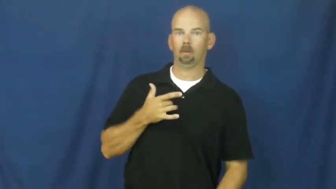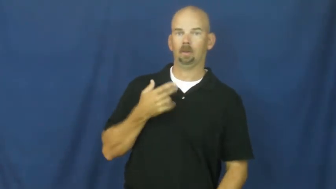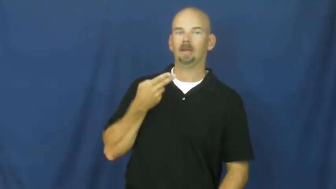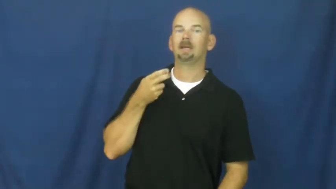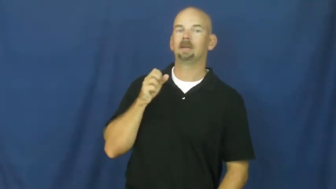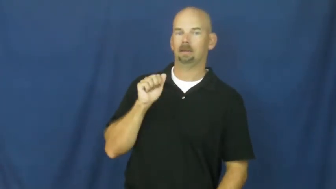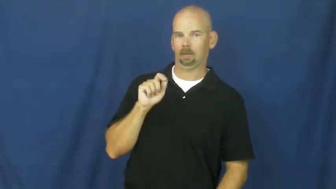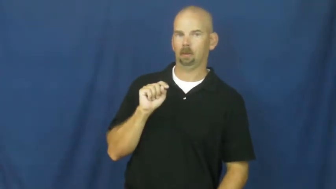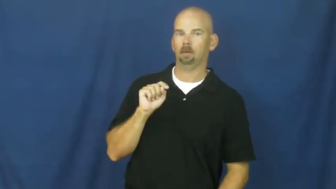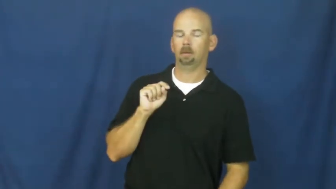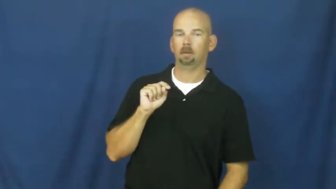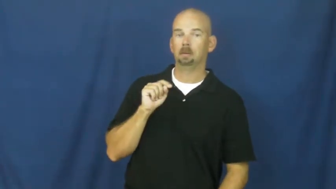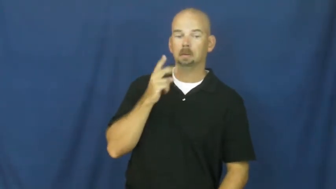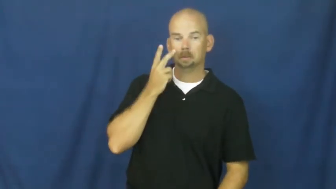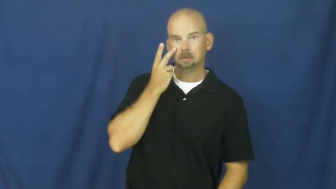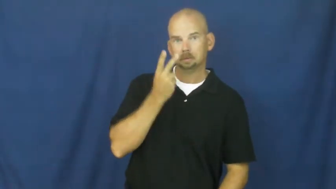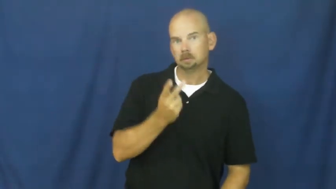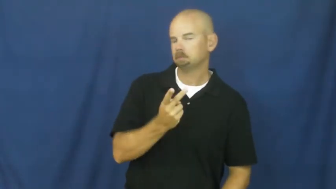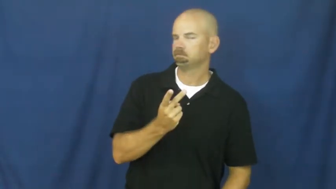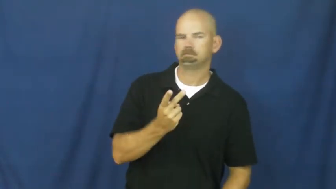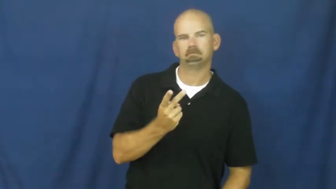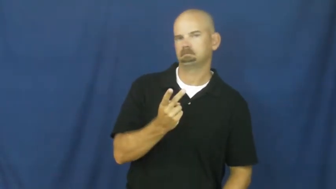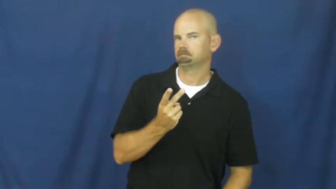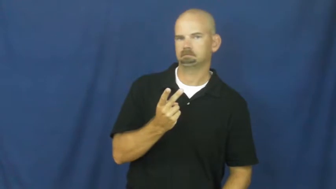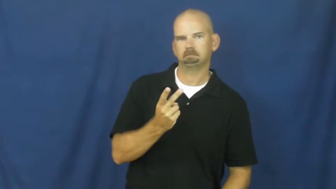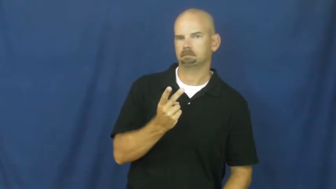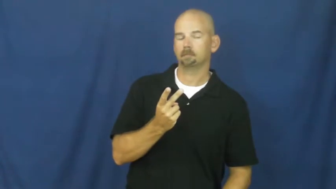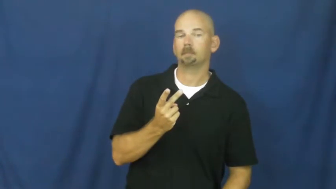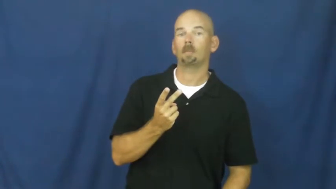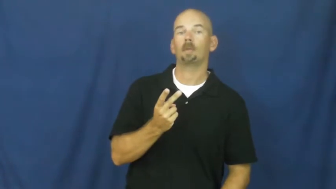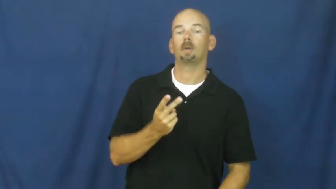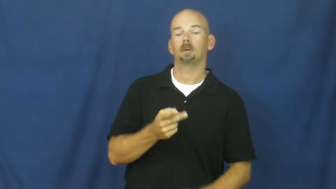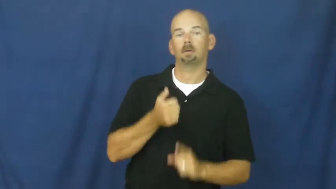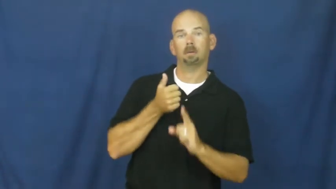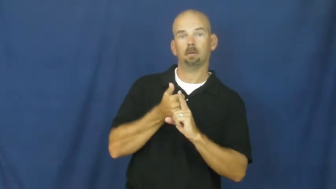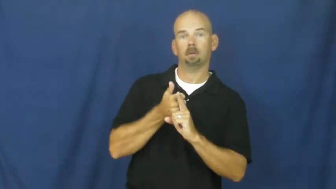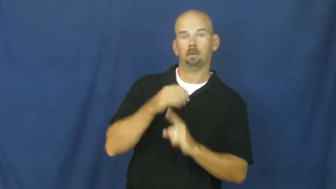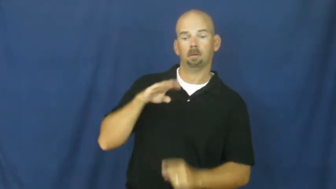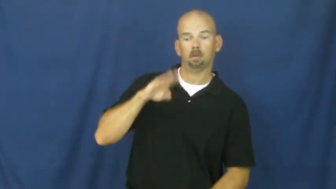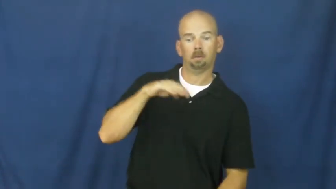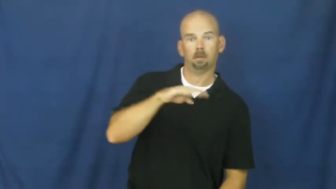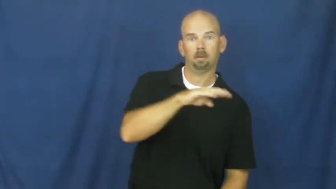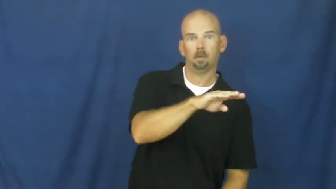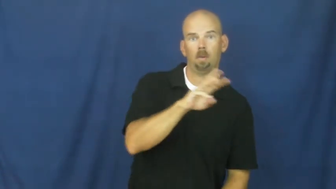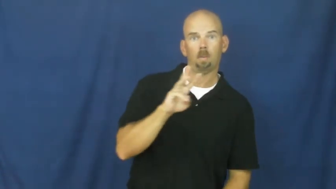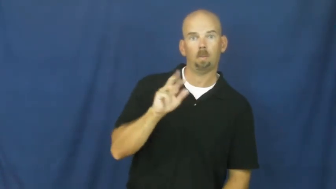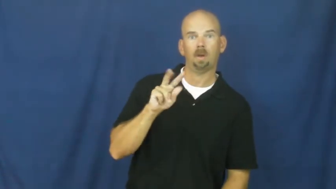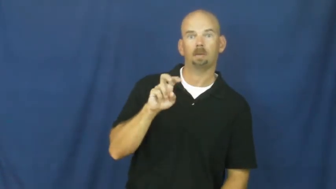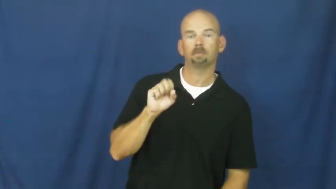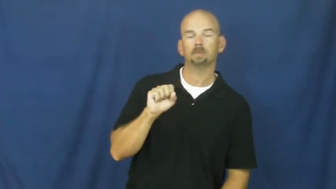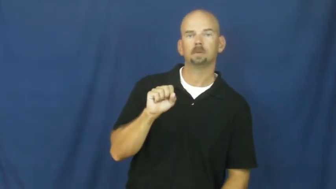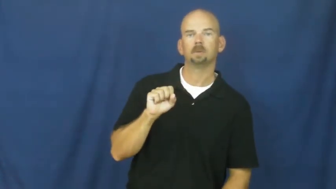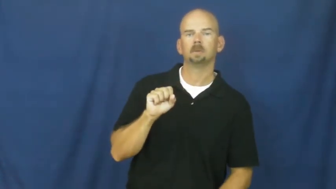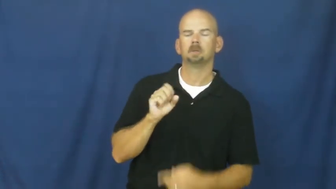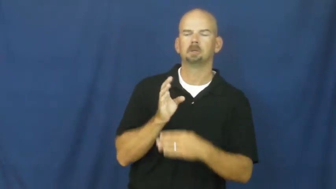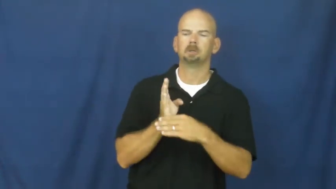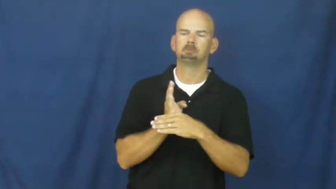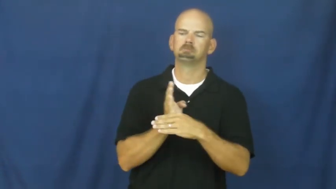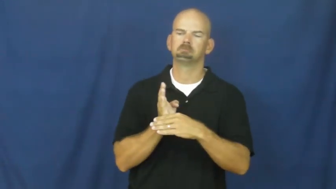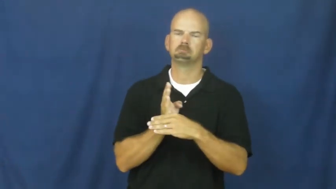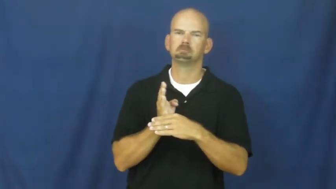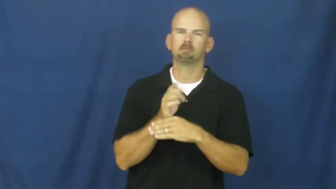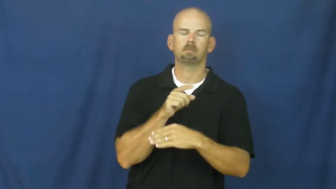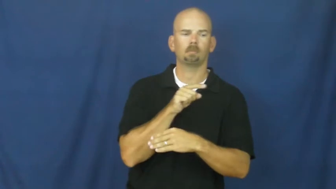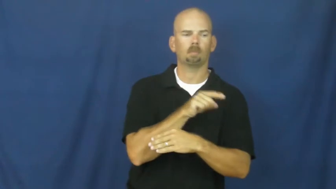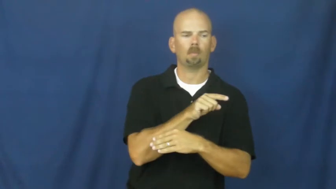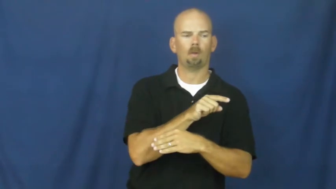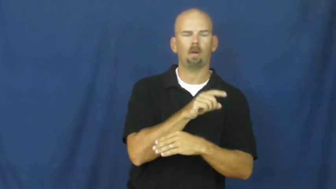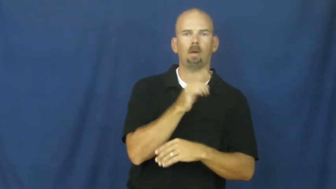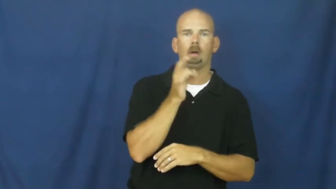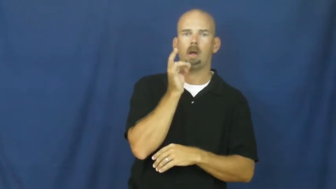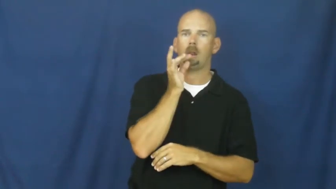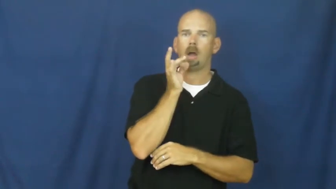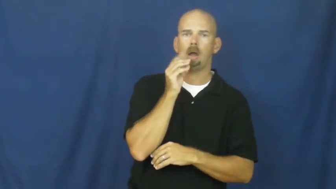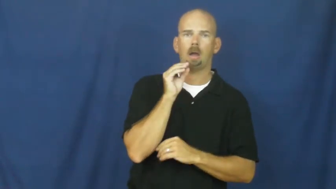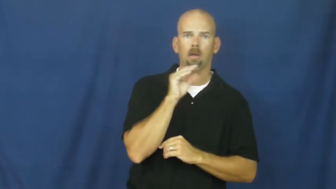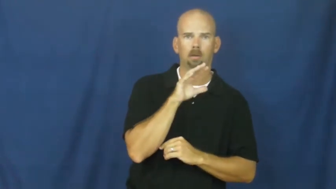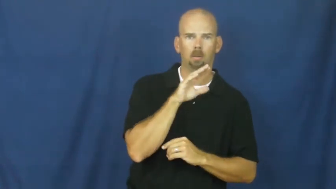infrared